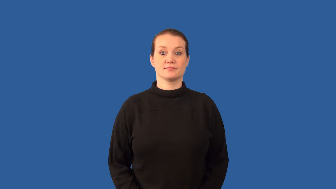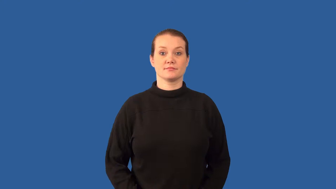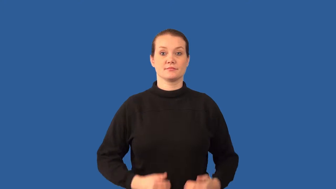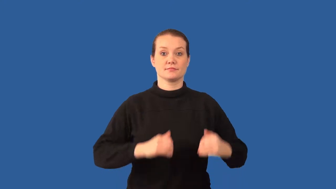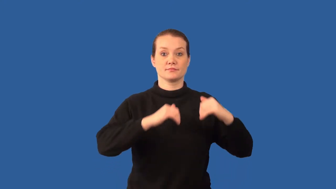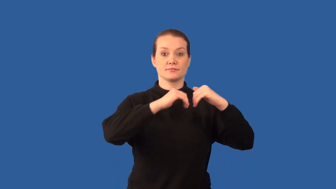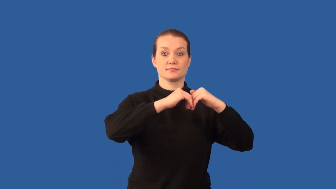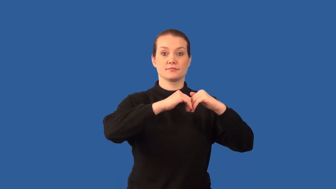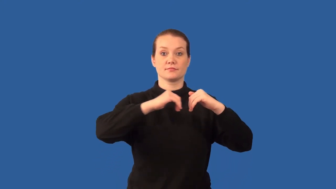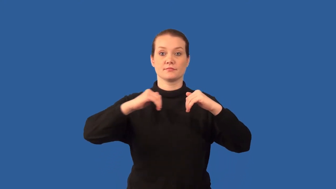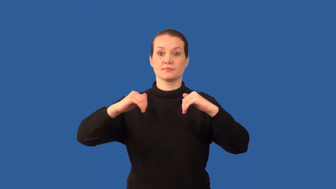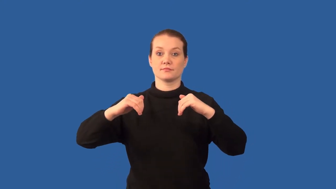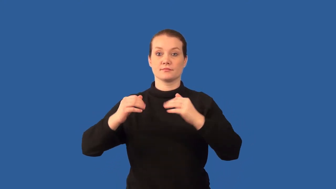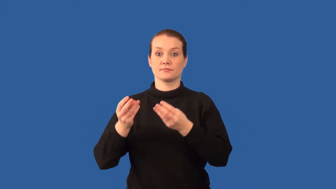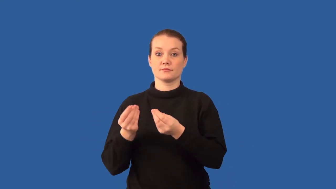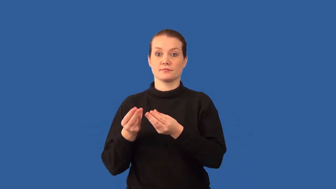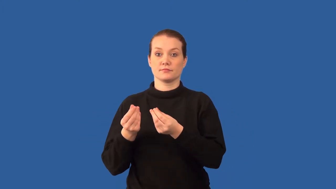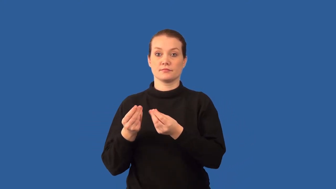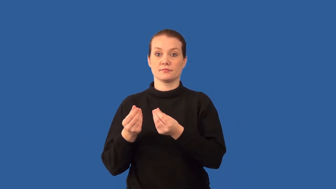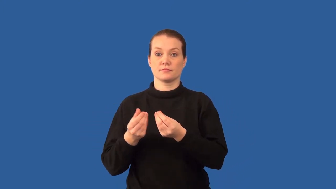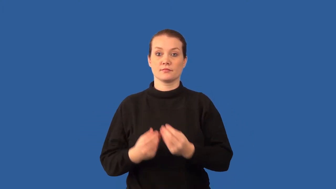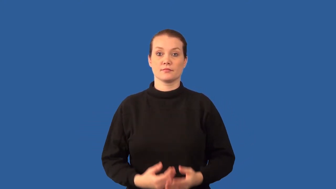precipitate-solid